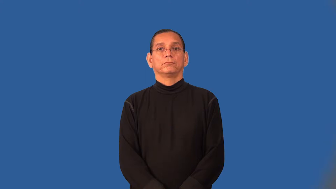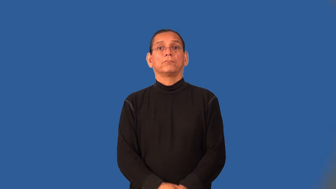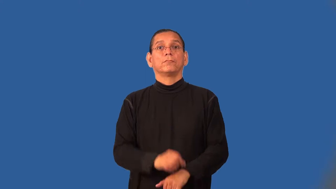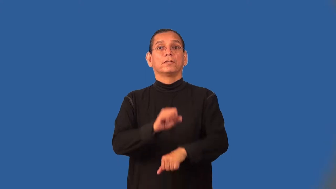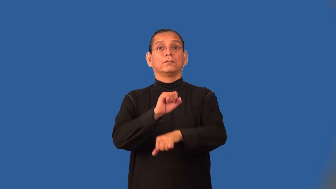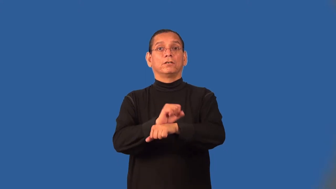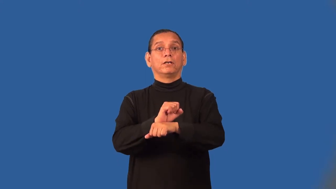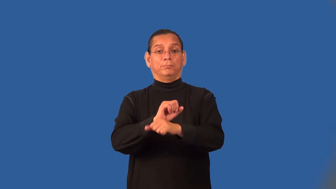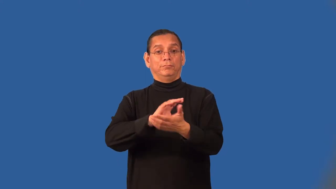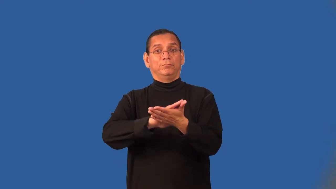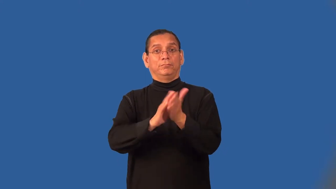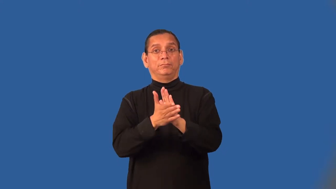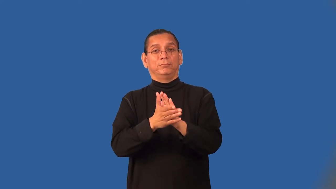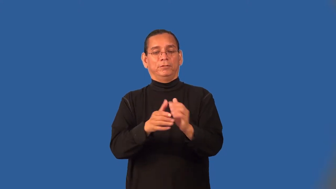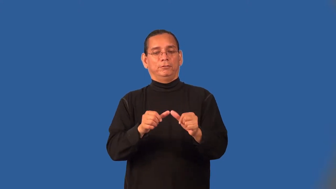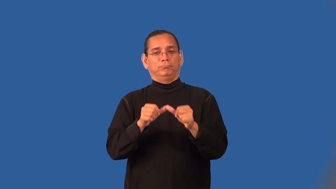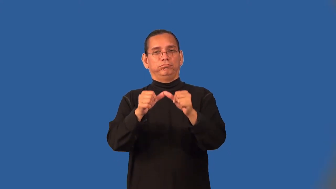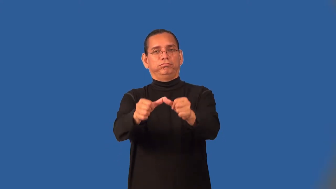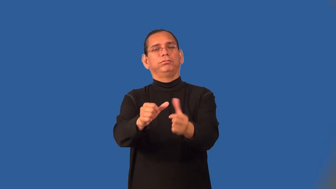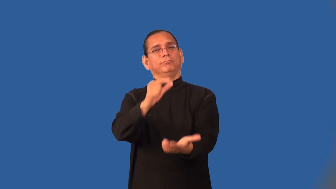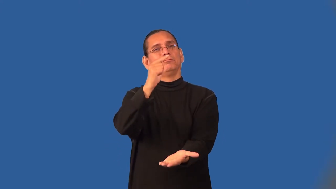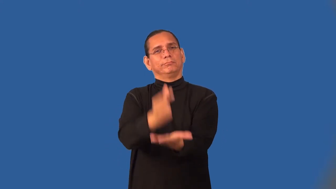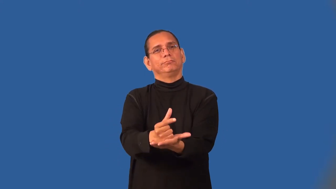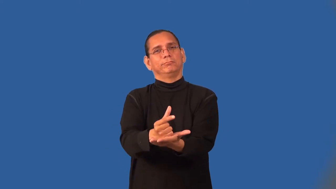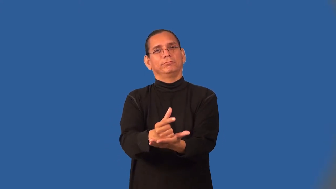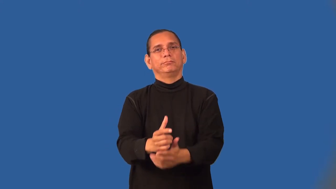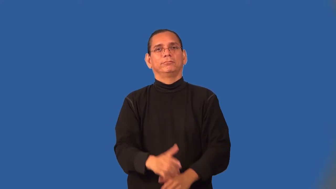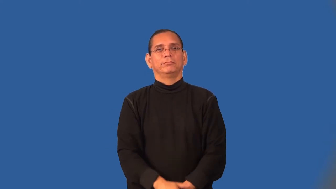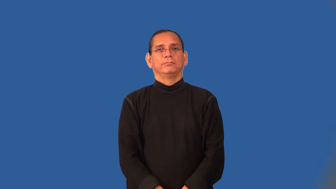tenure-teacher